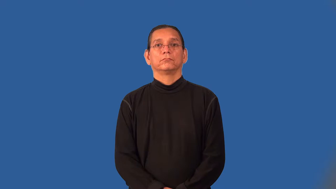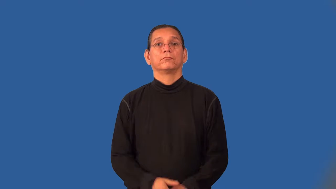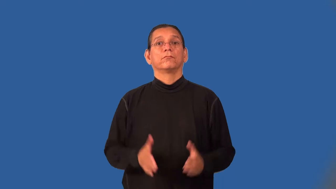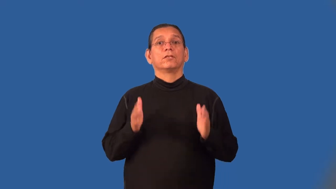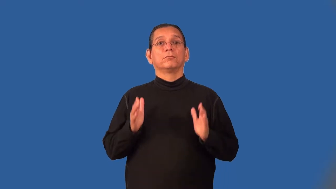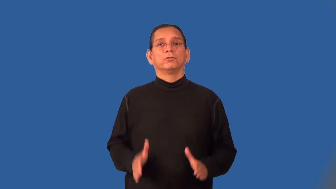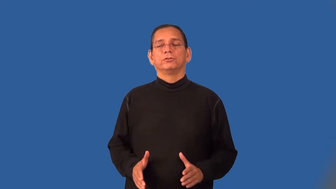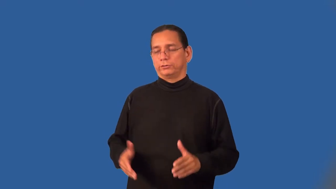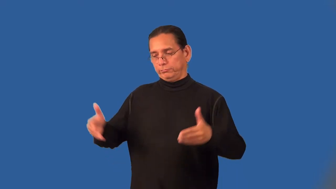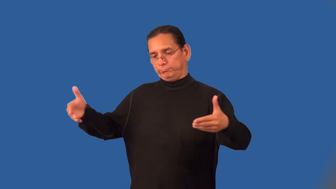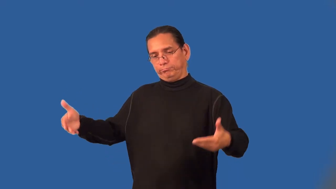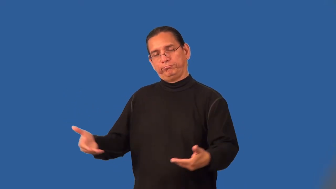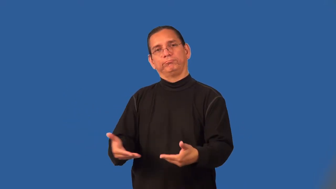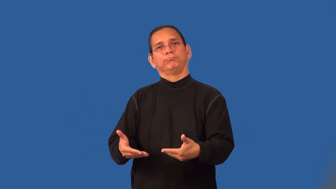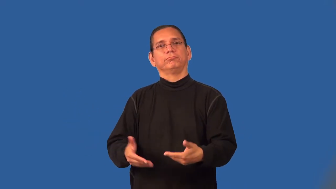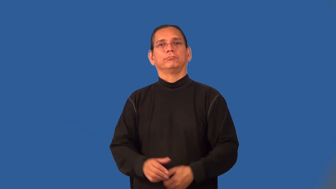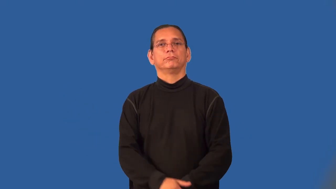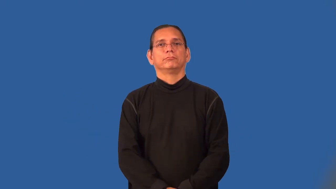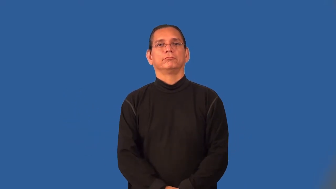presenter